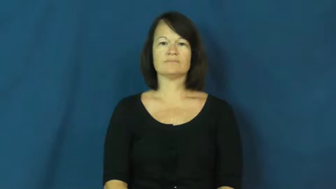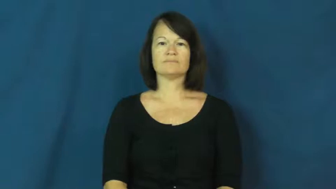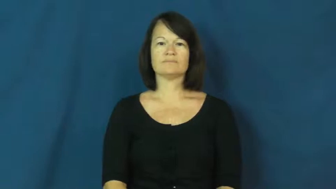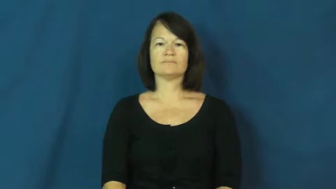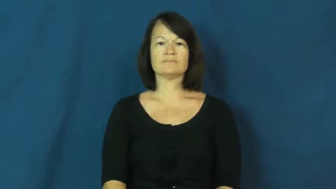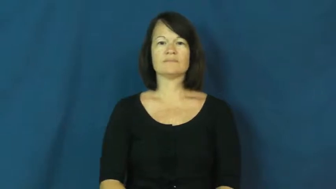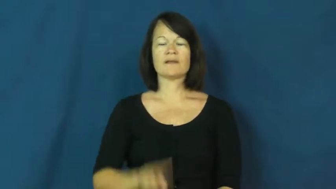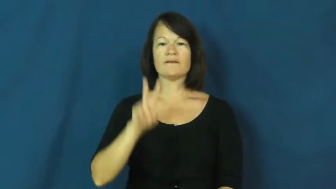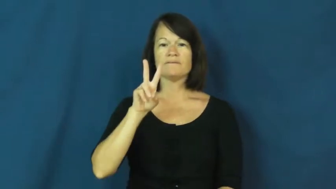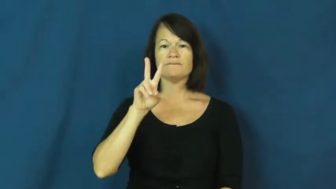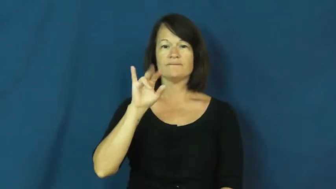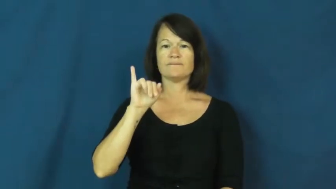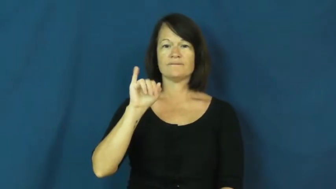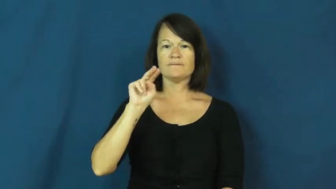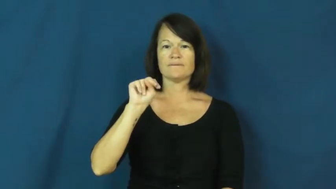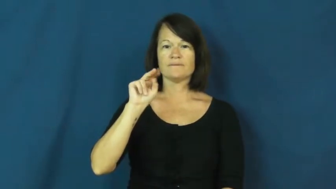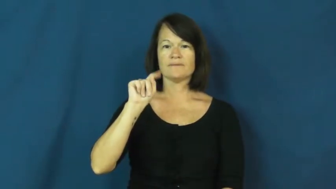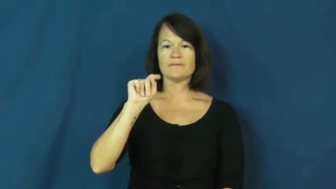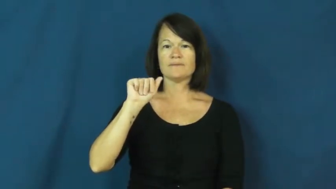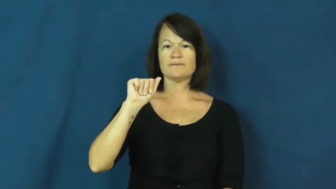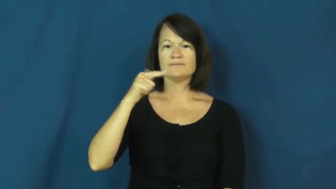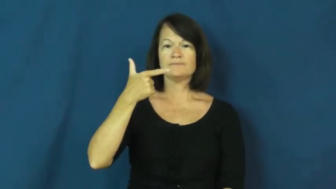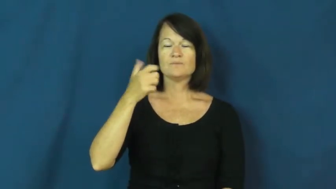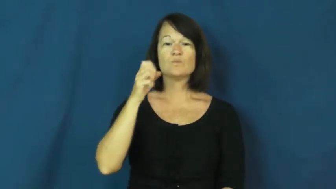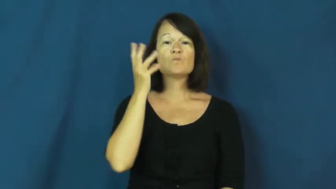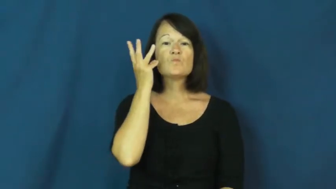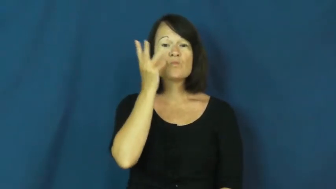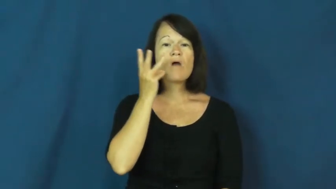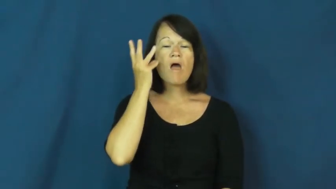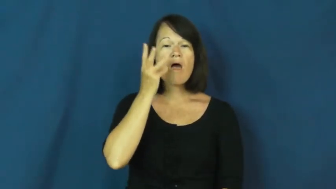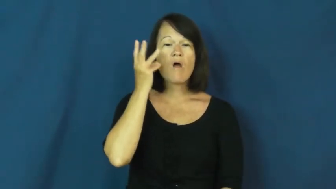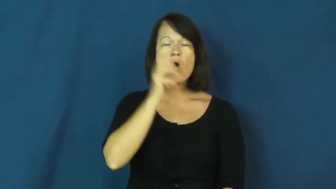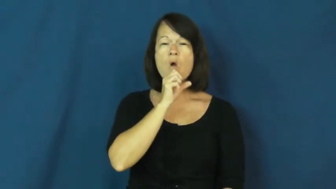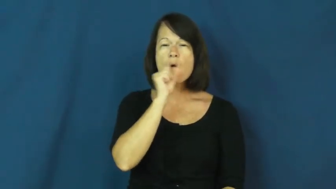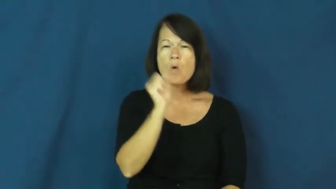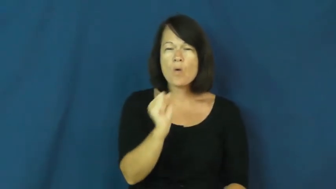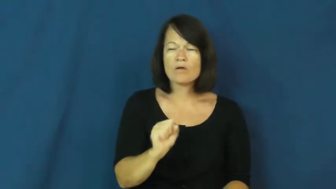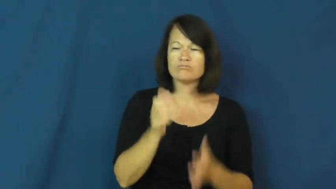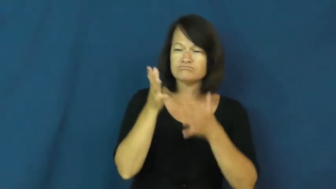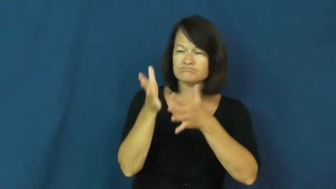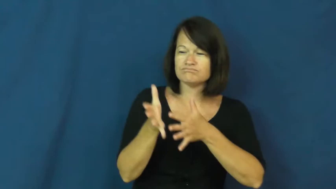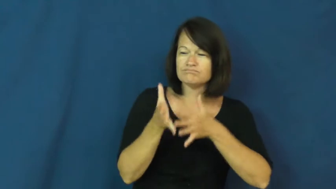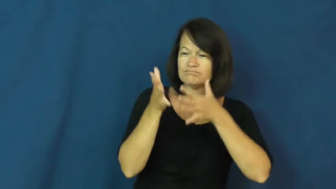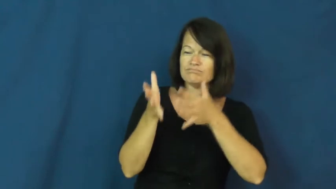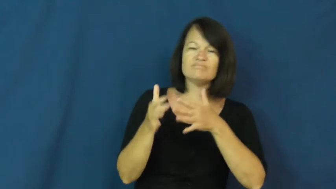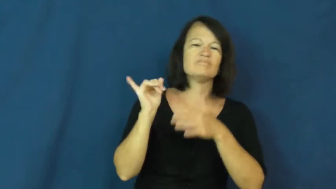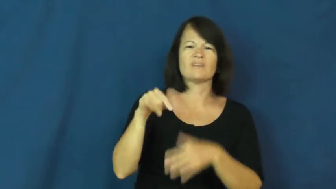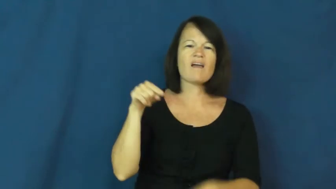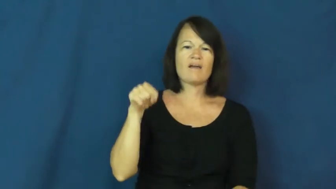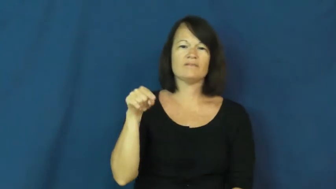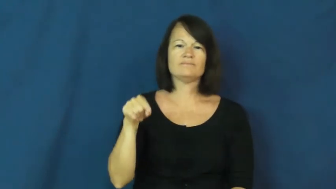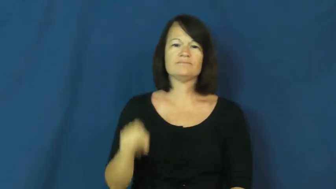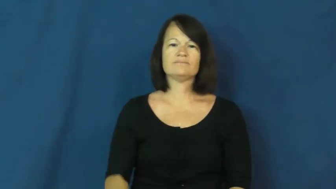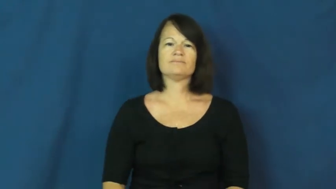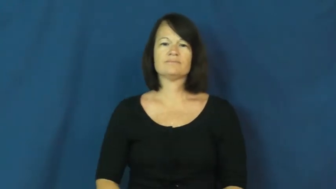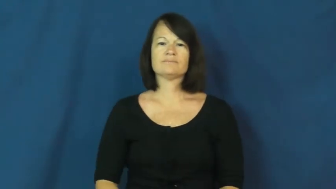vintage